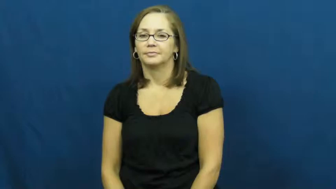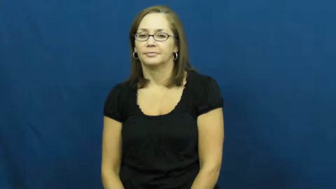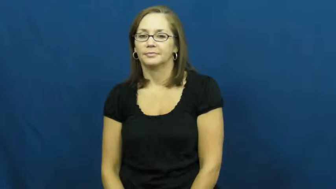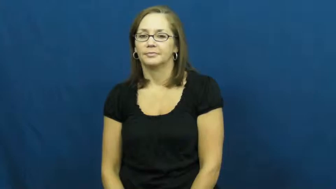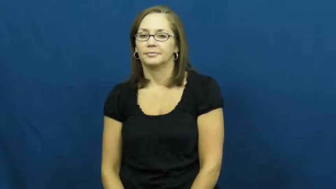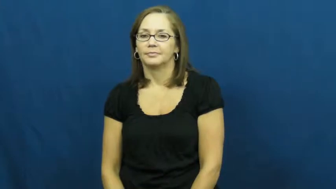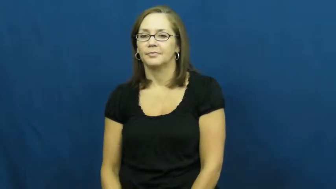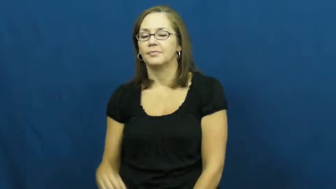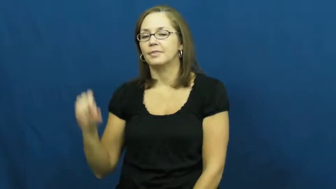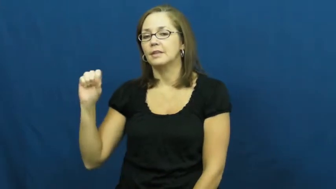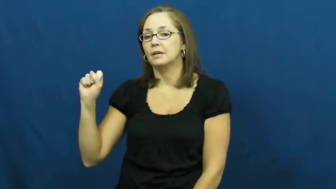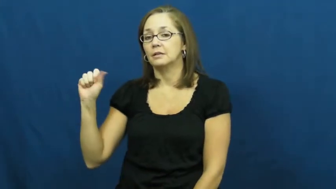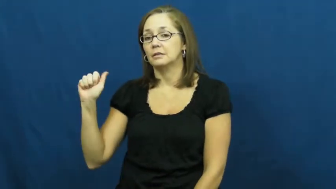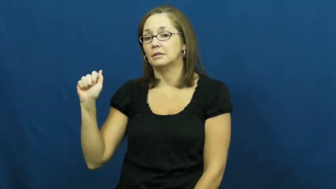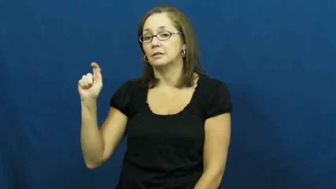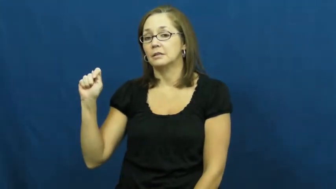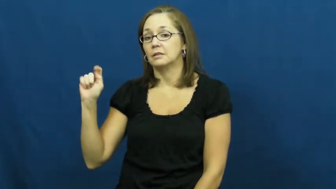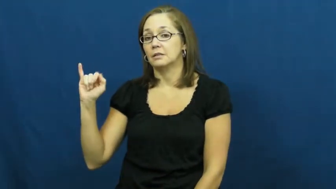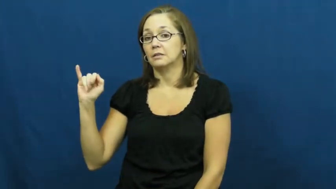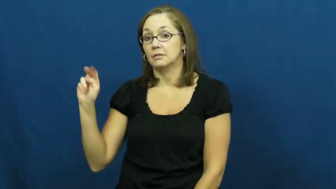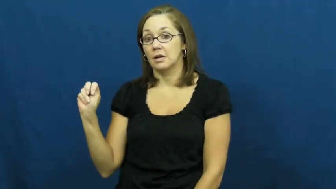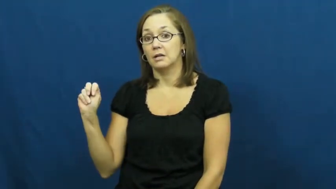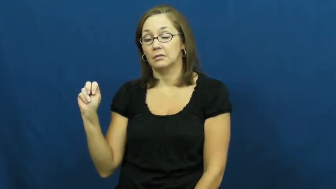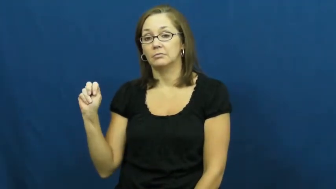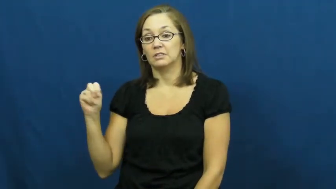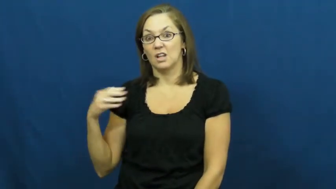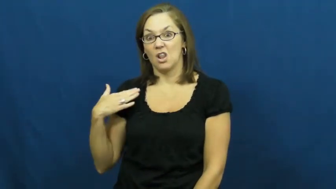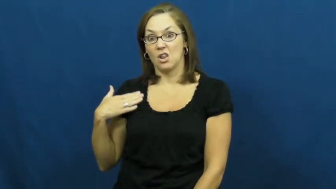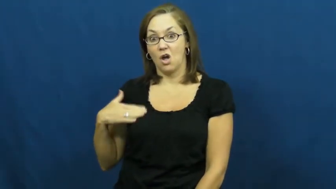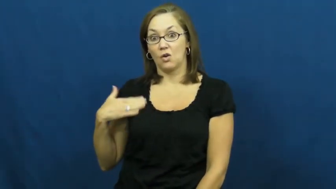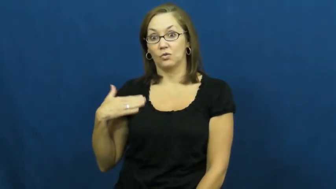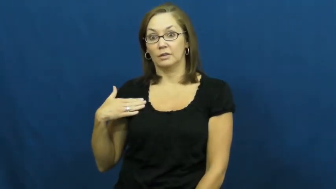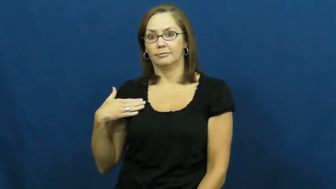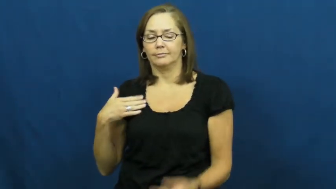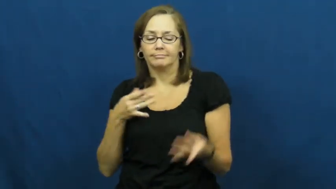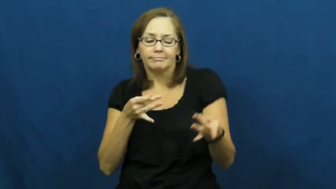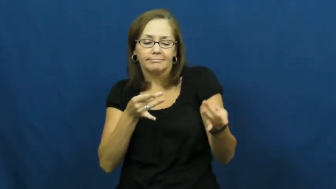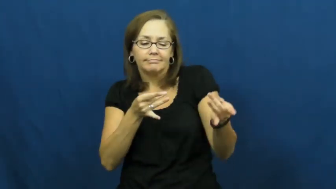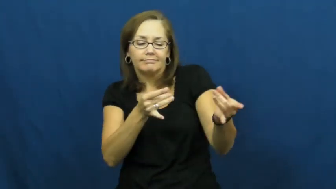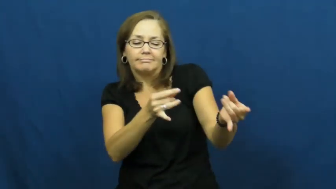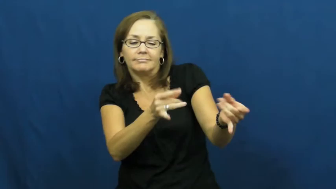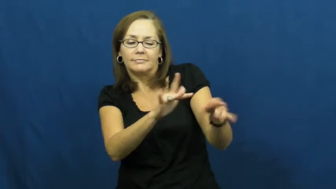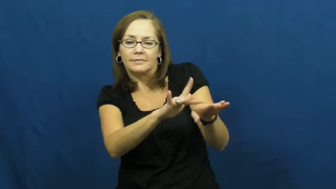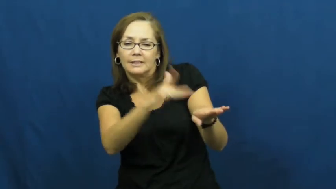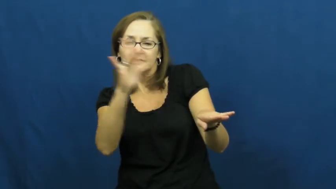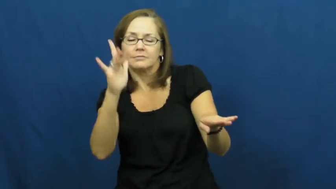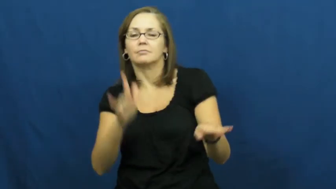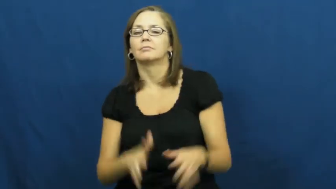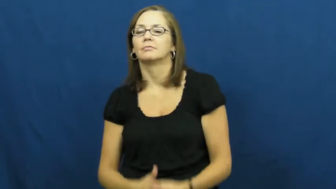satin